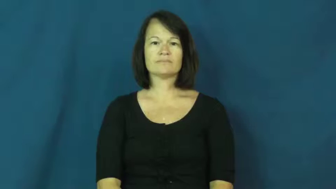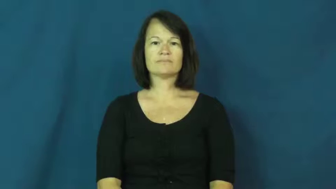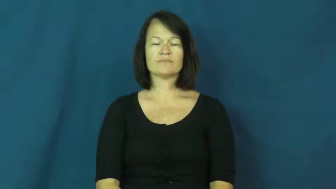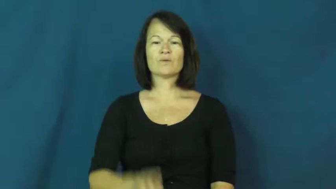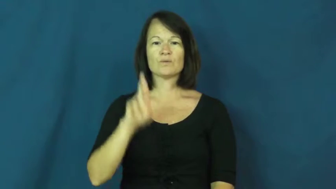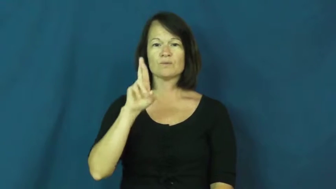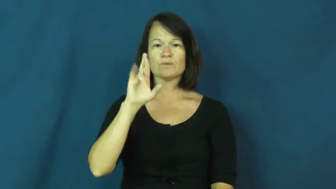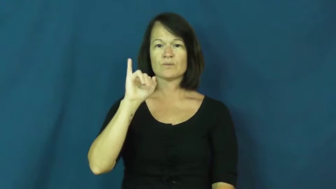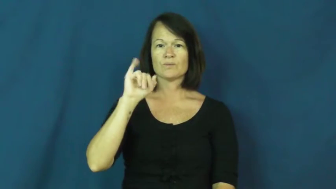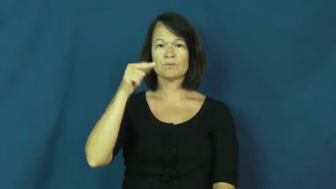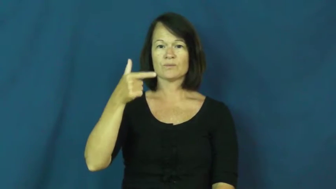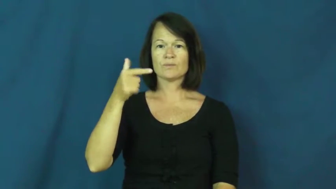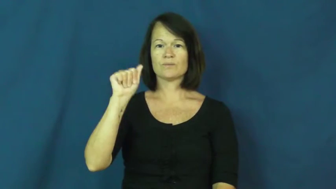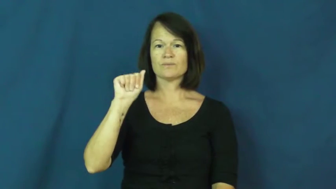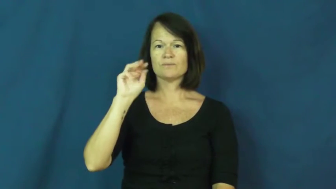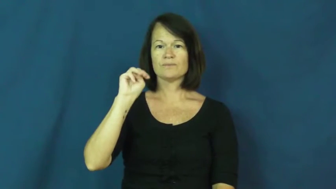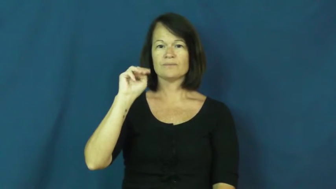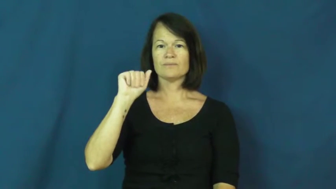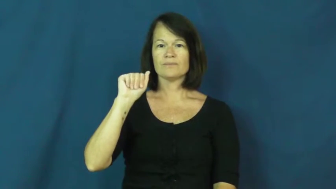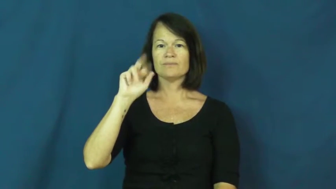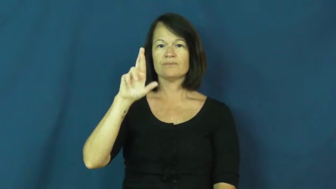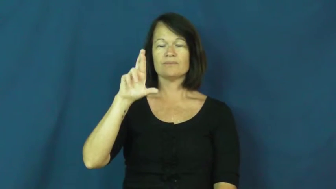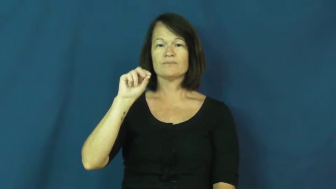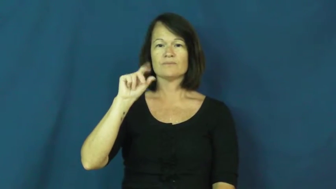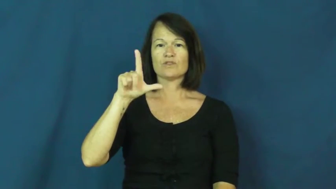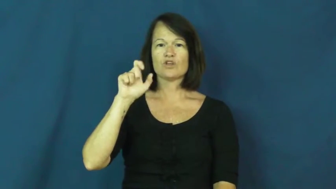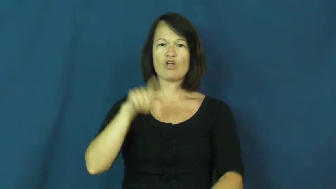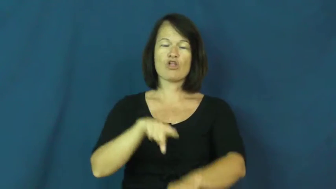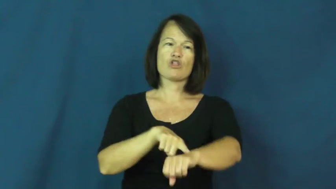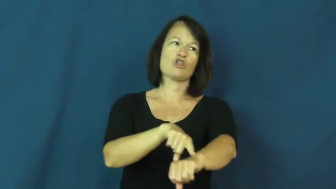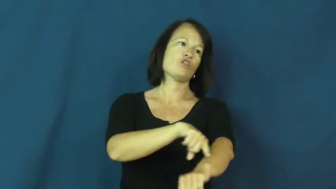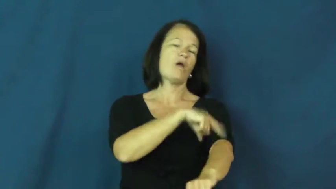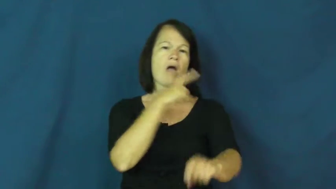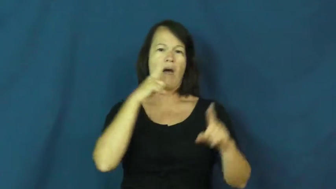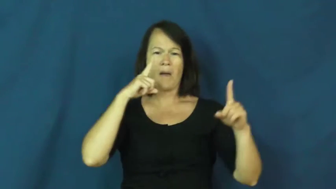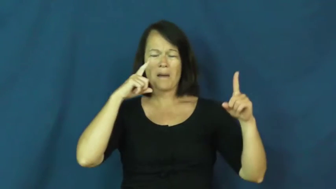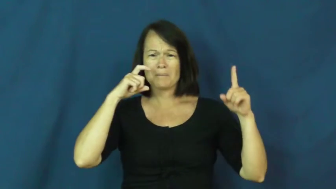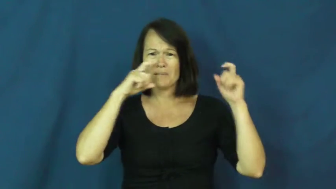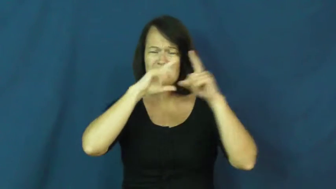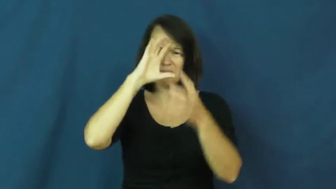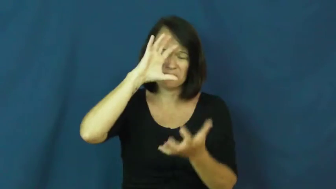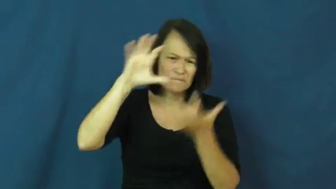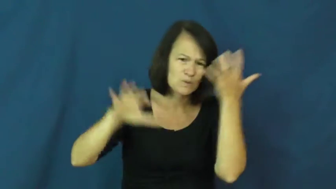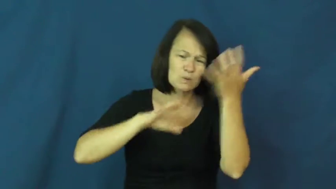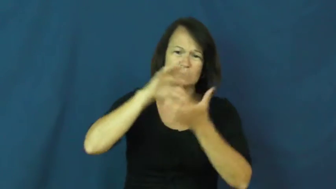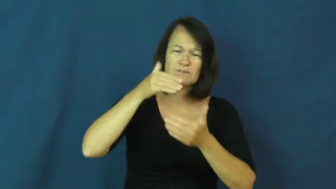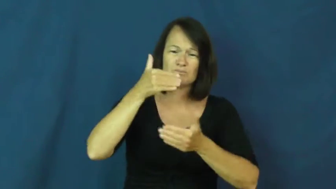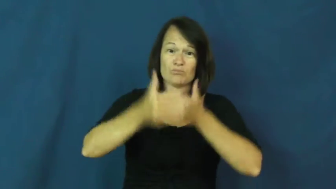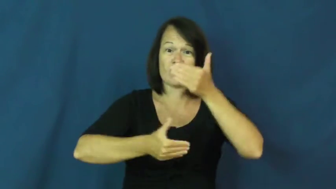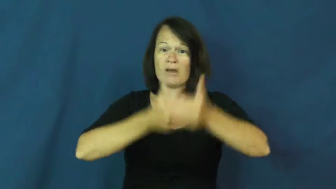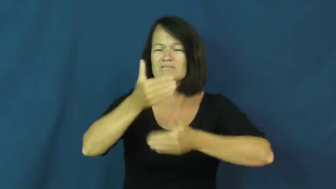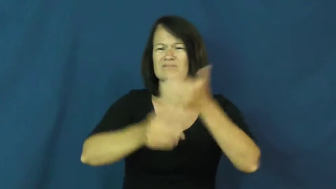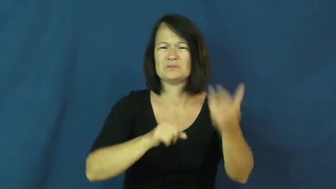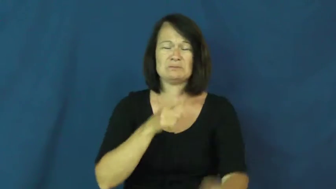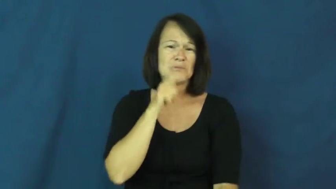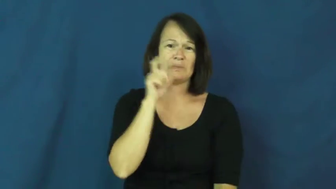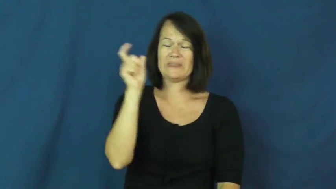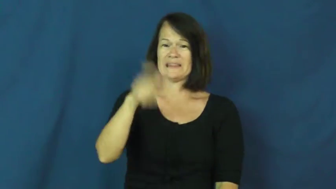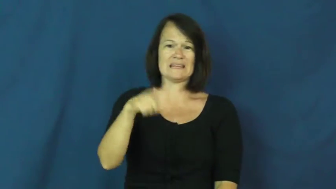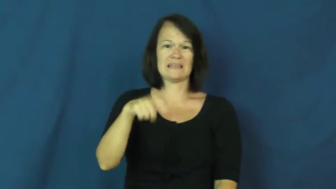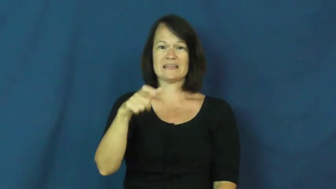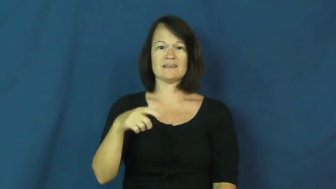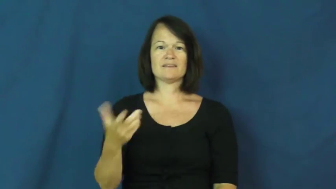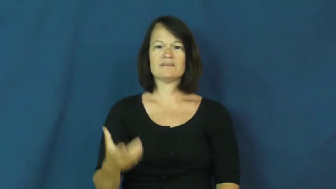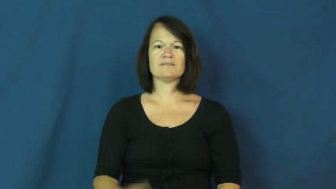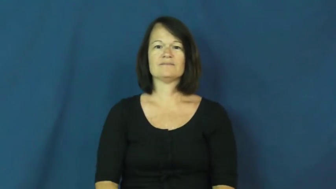rigmarole